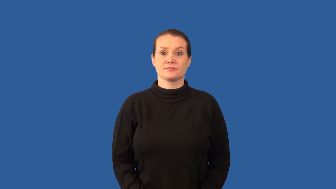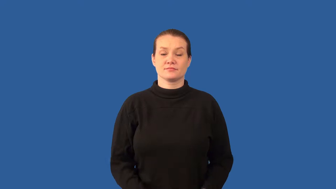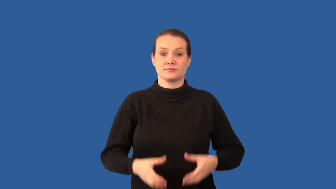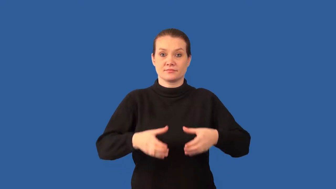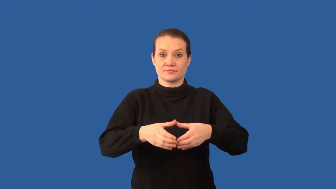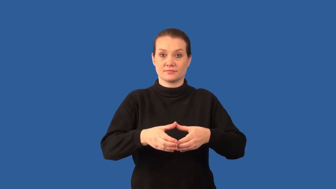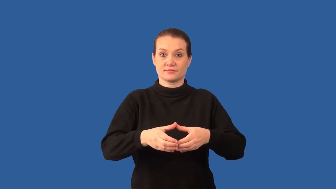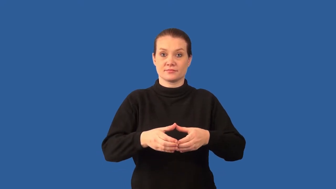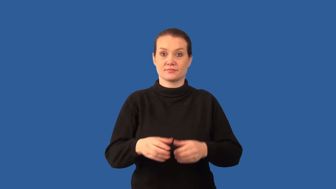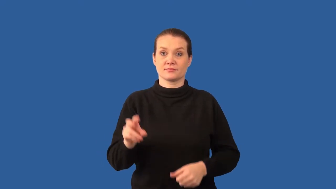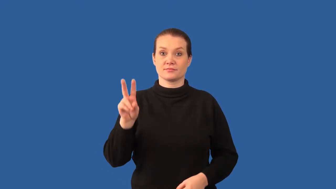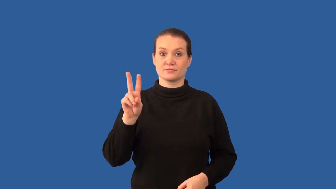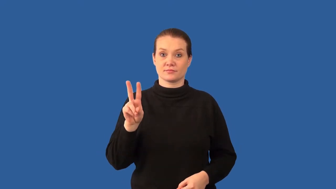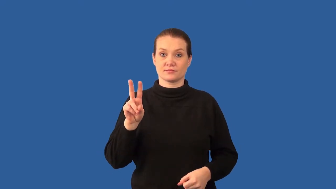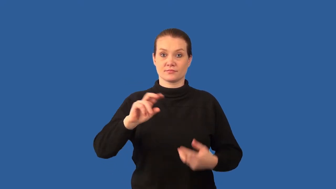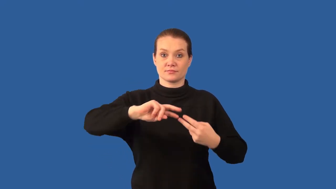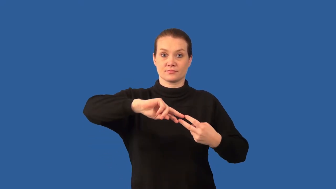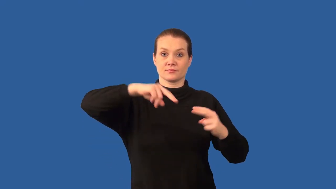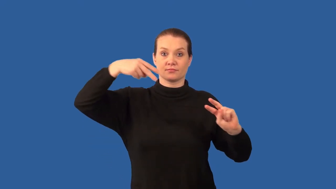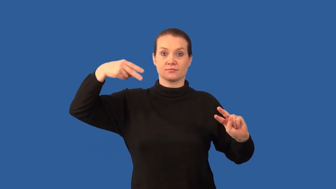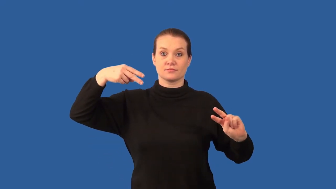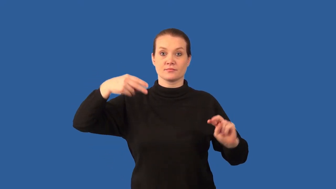diploid